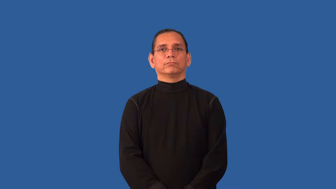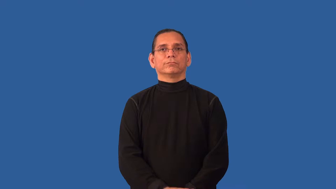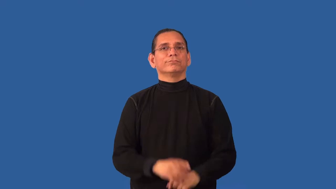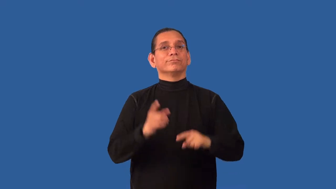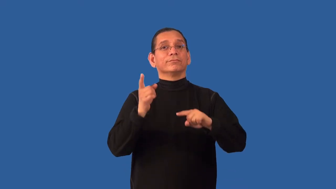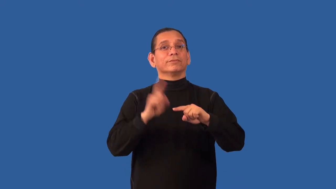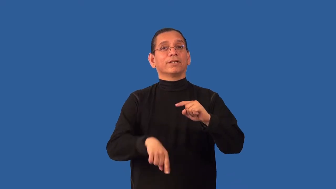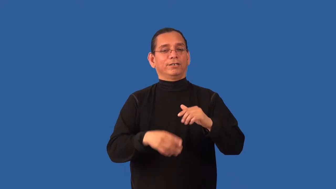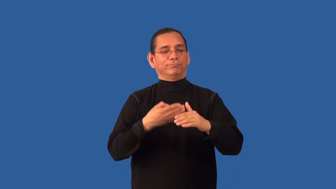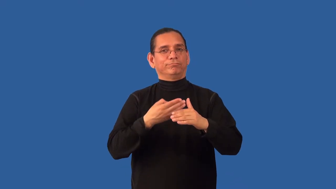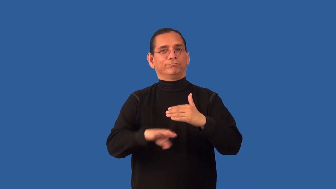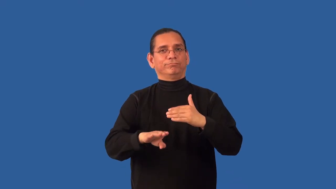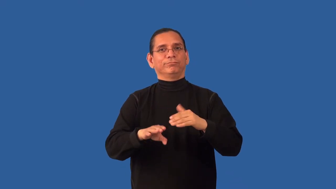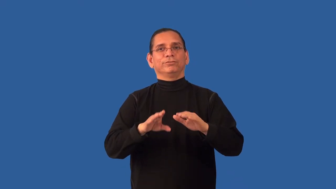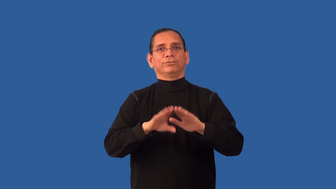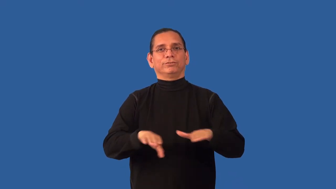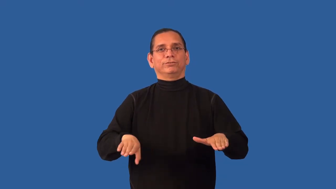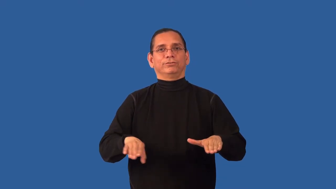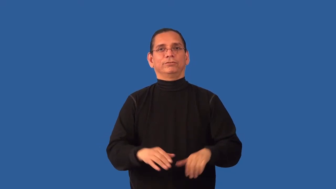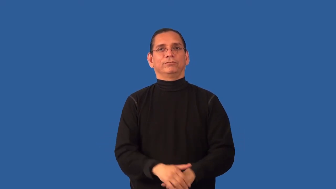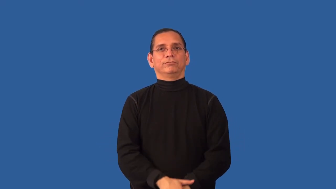barren-woman